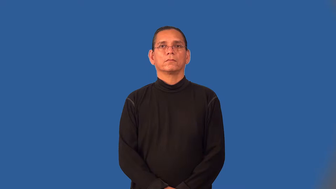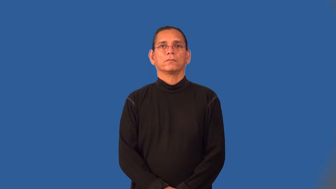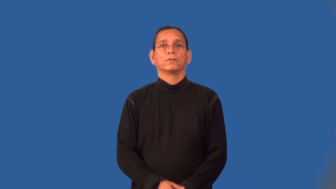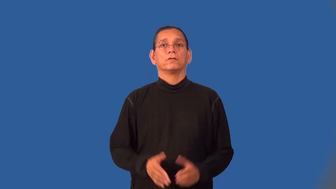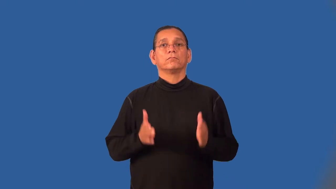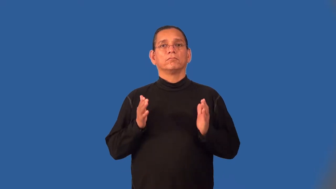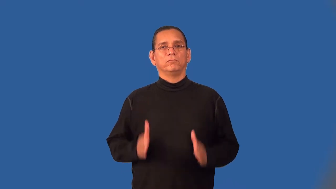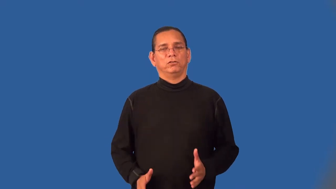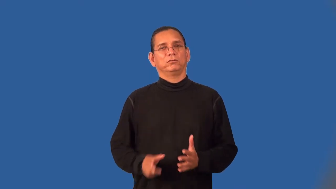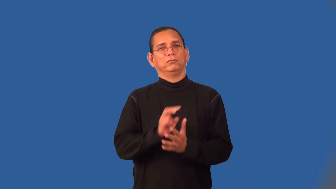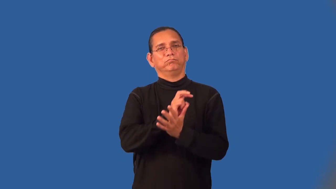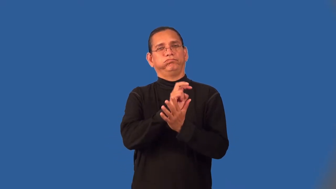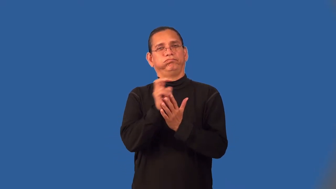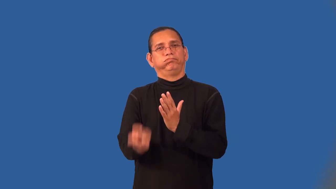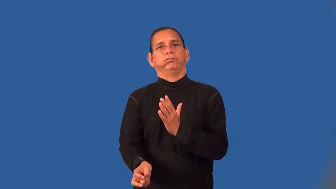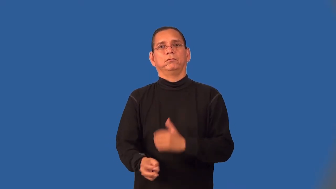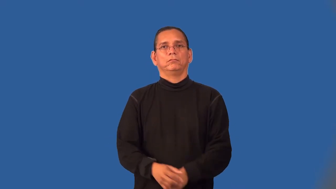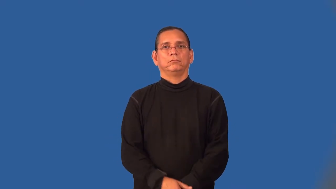swinger